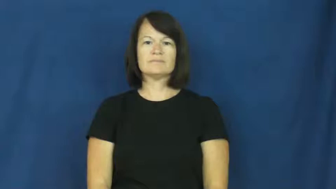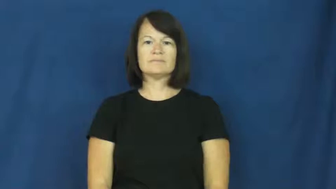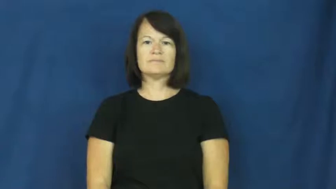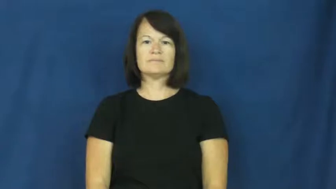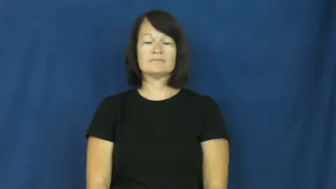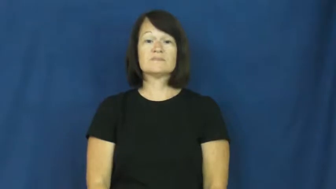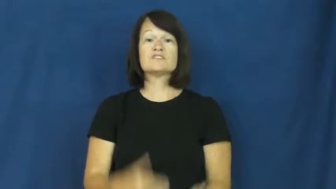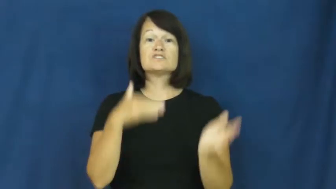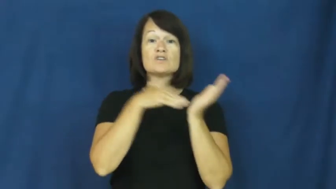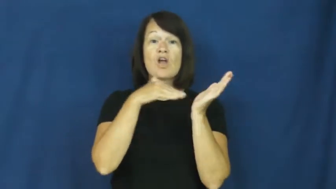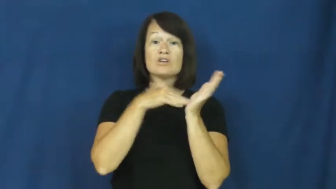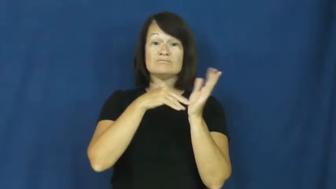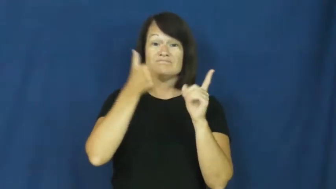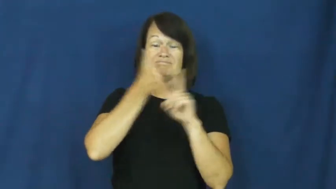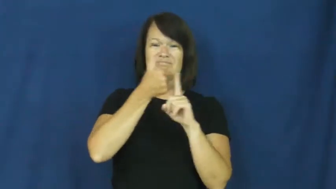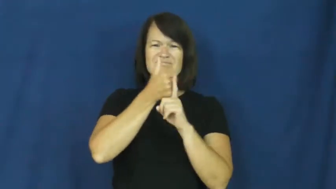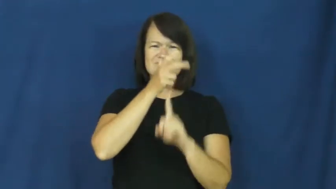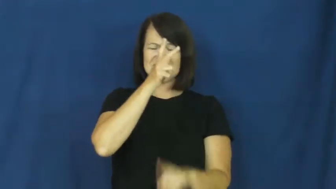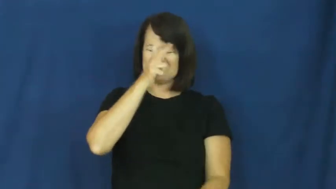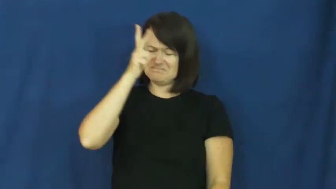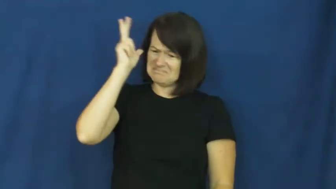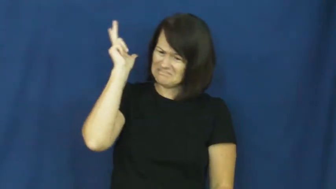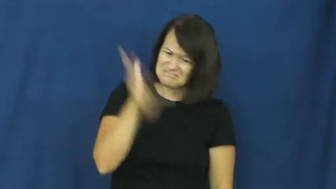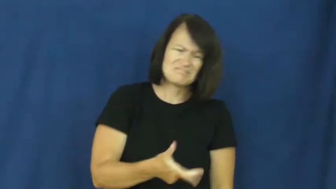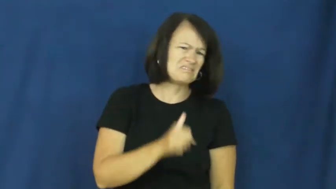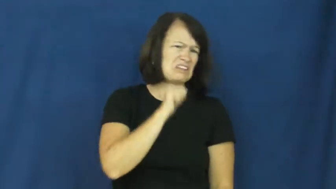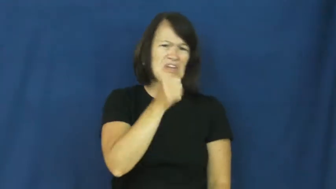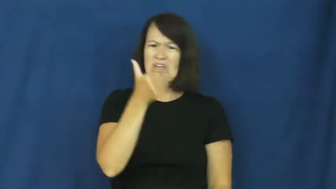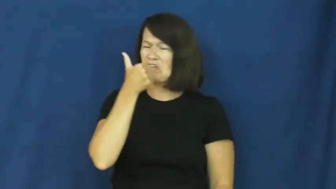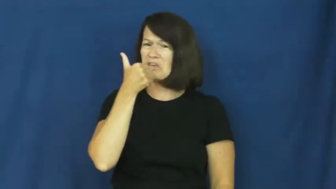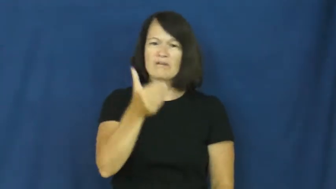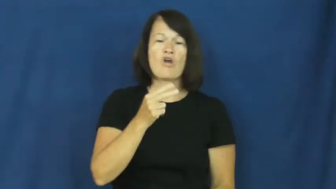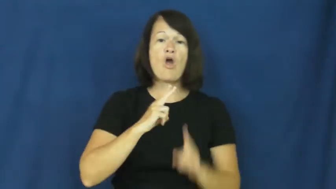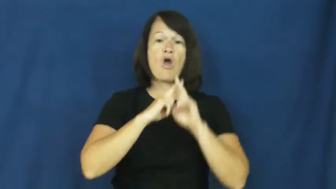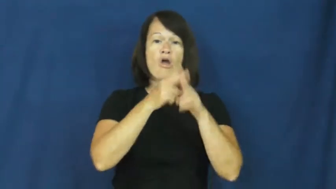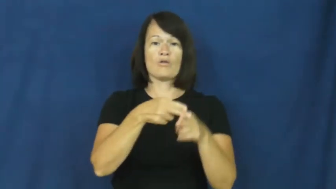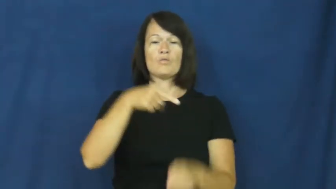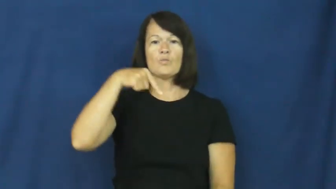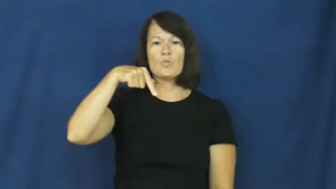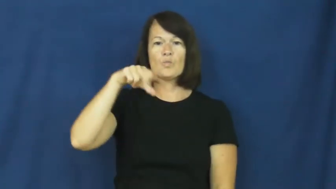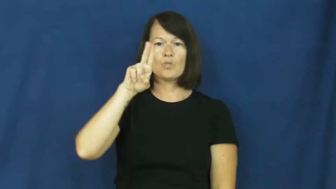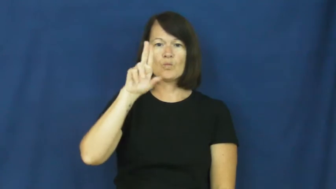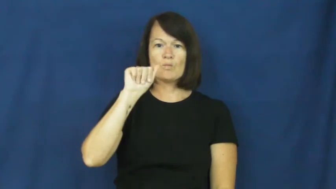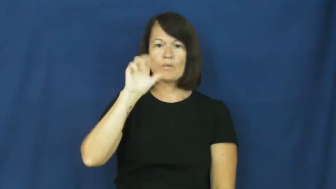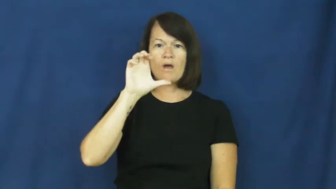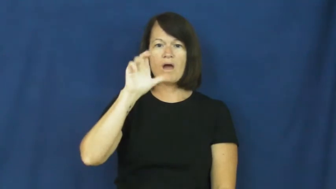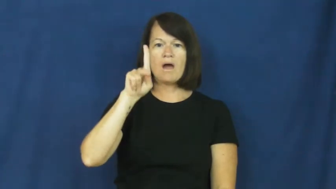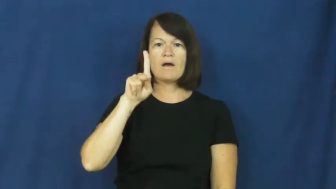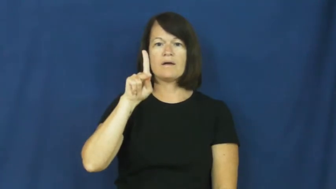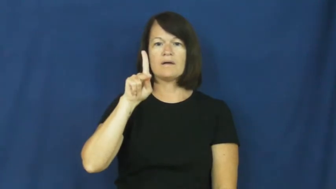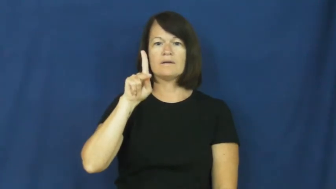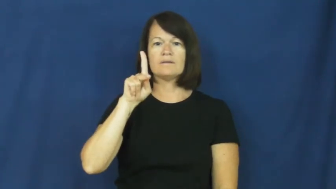quack-bad doctor